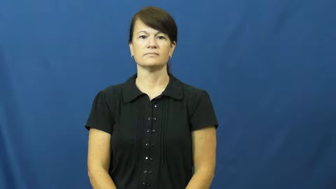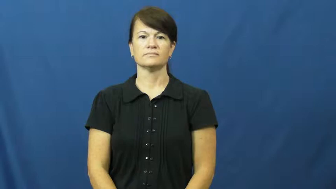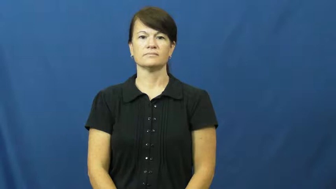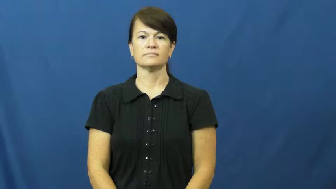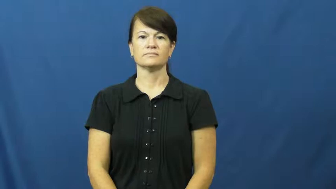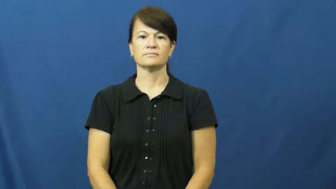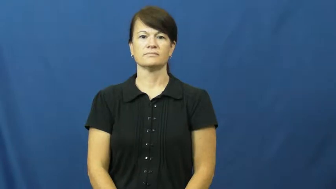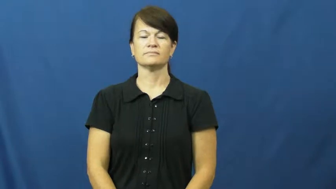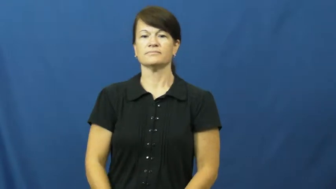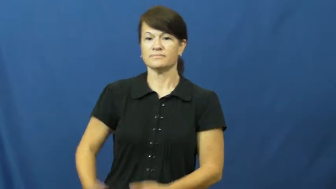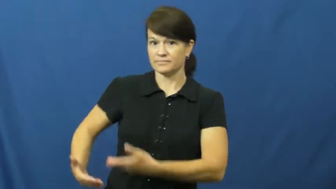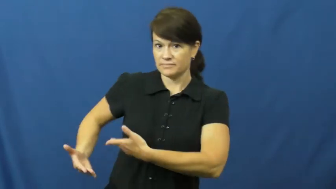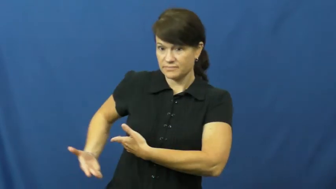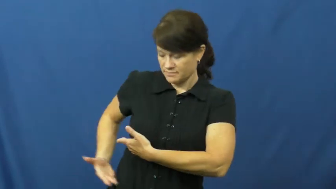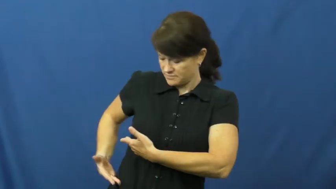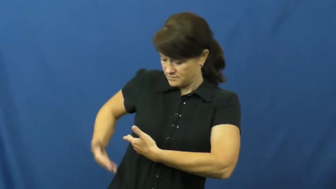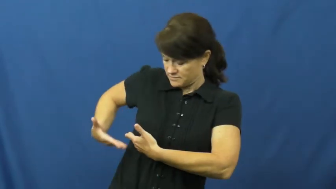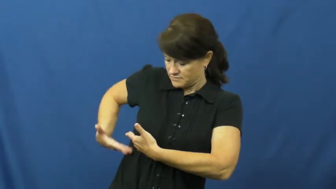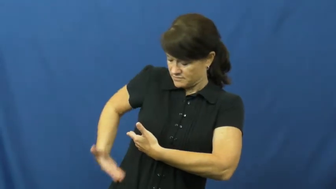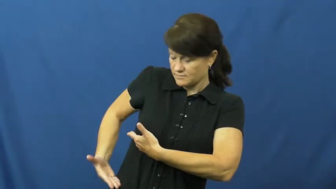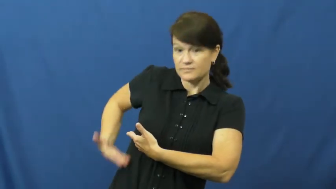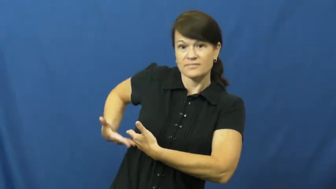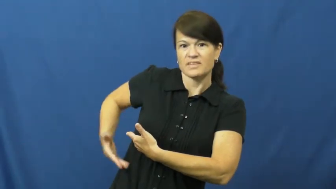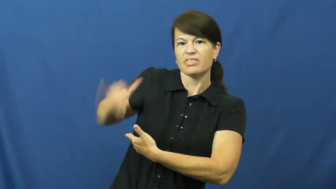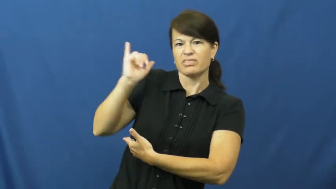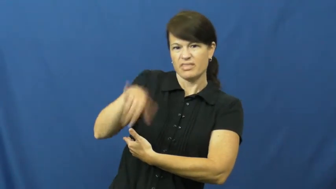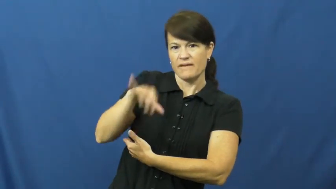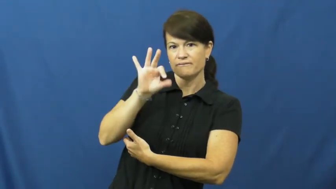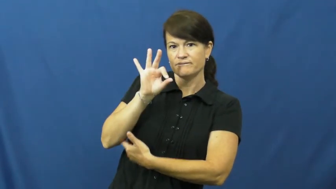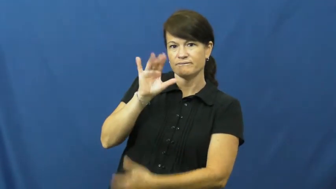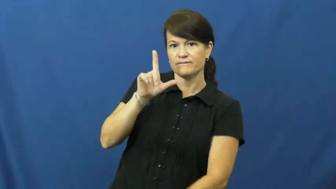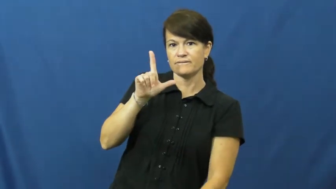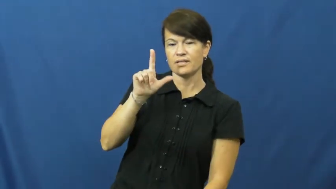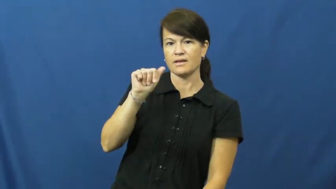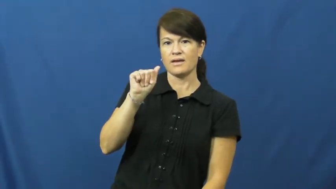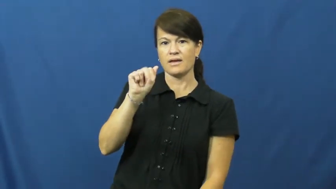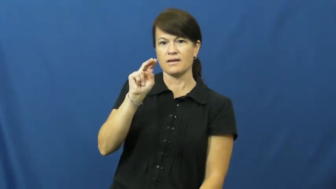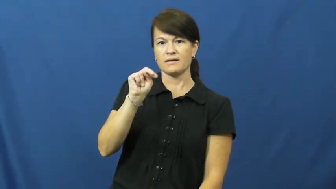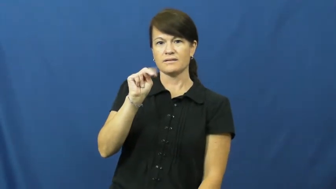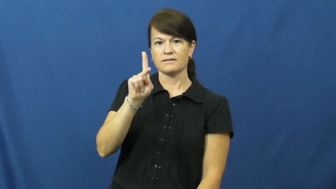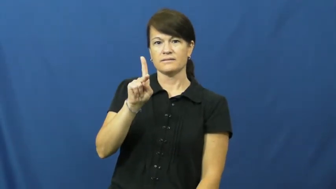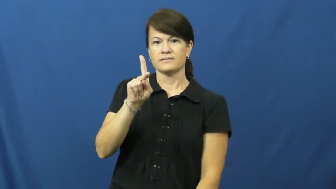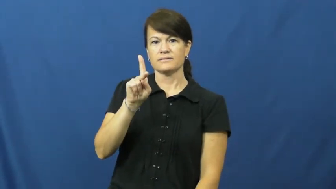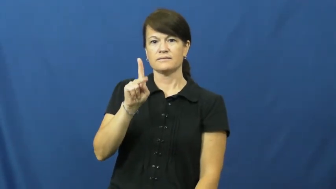flank-side